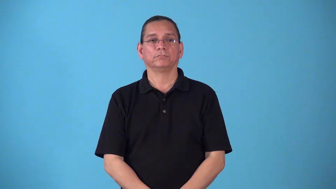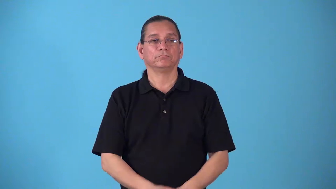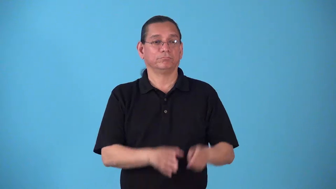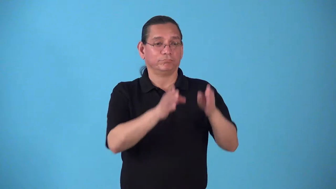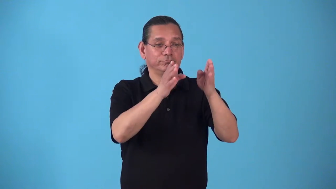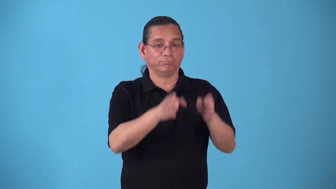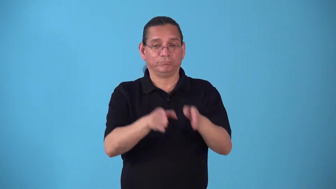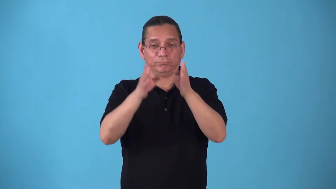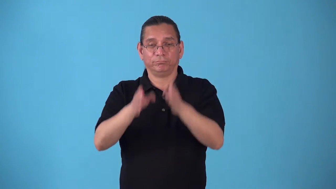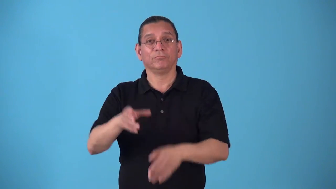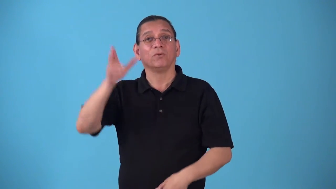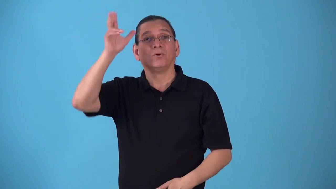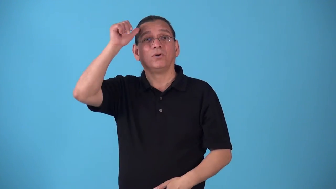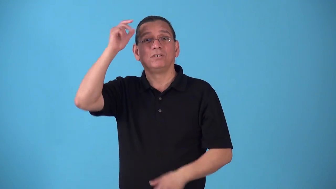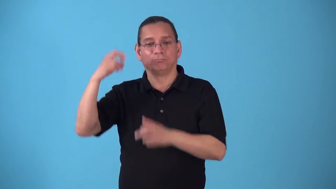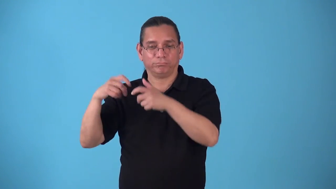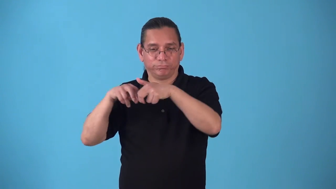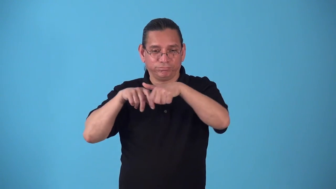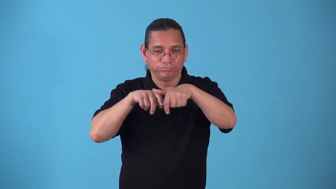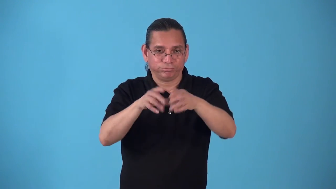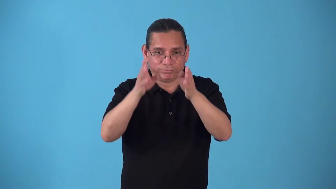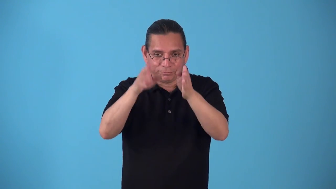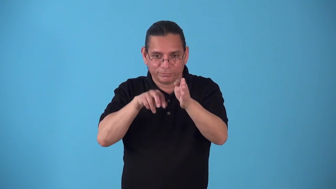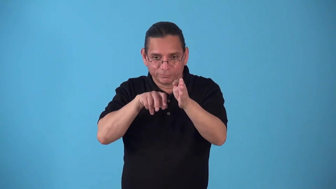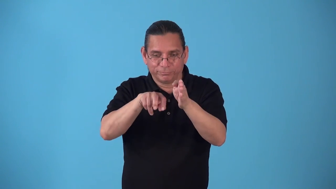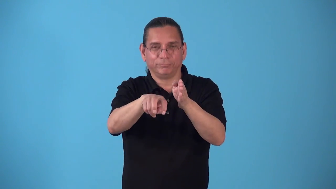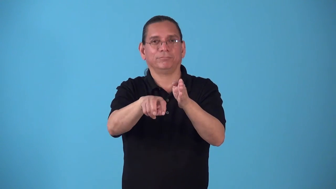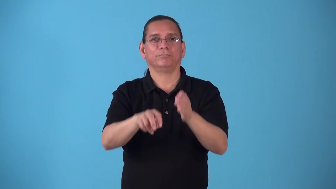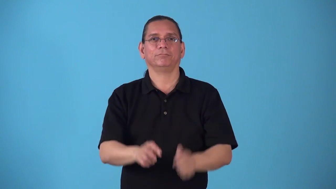stablemate-horses